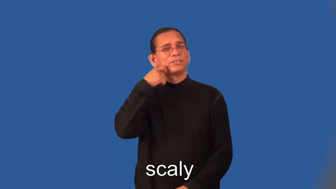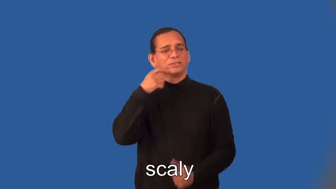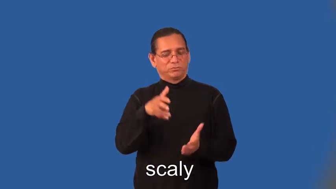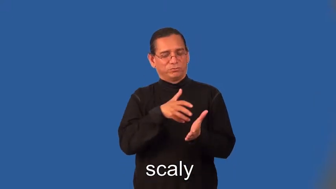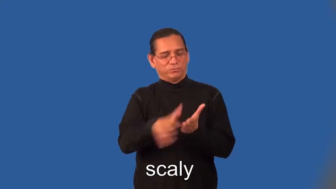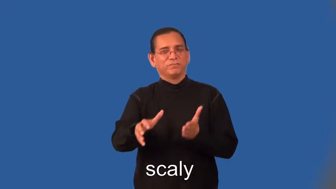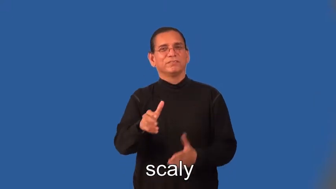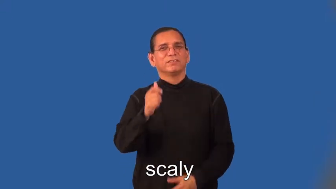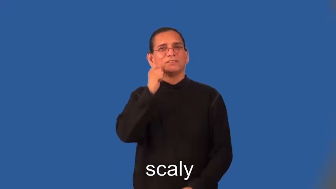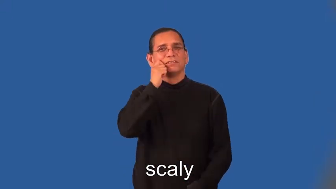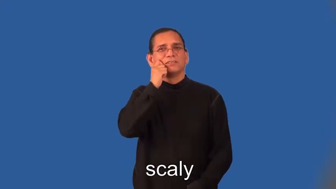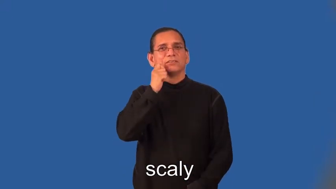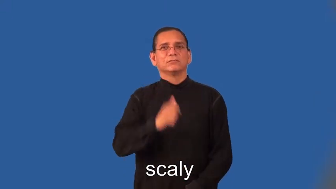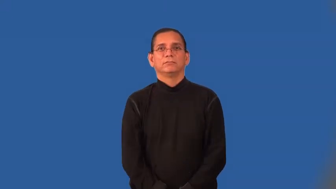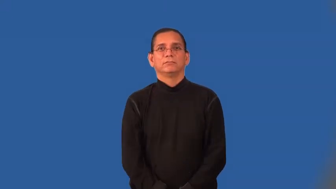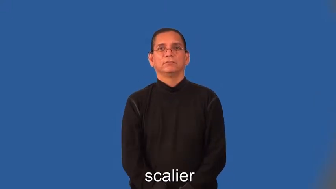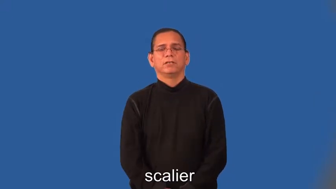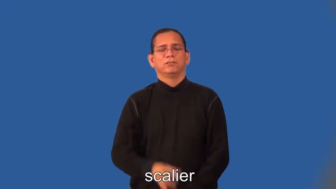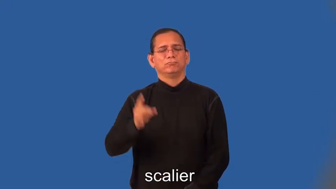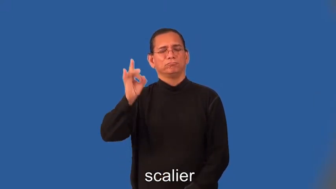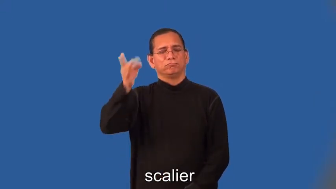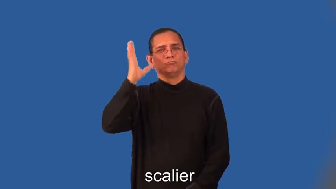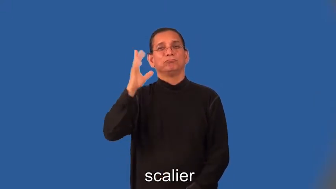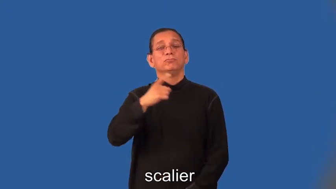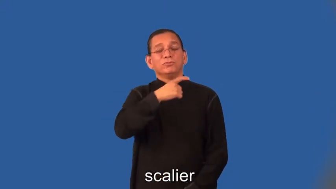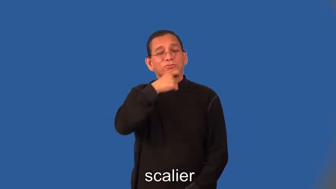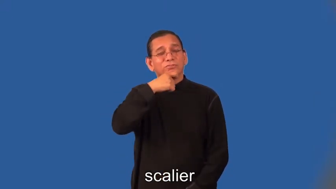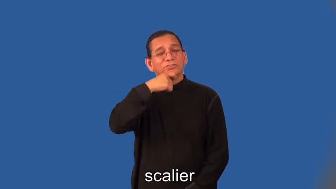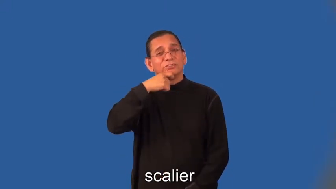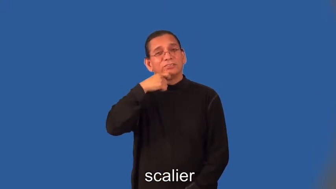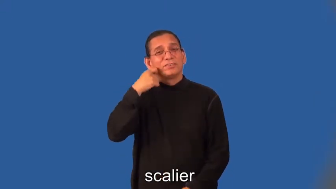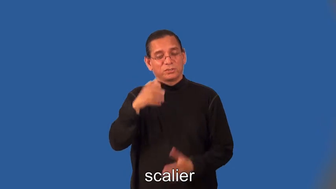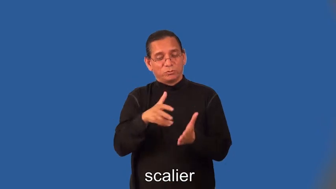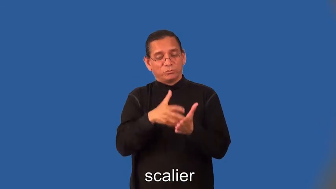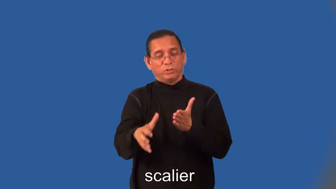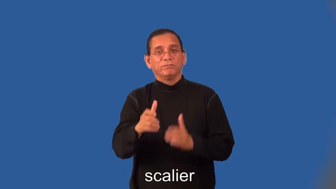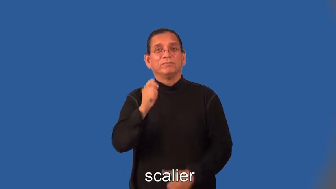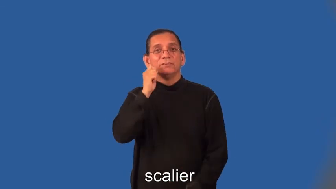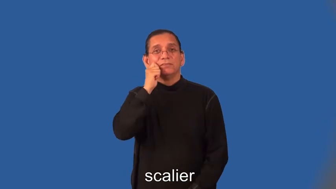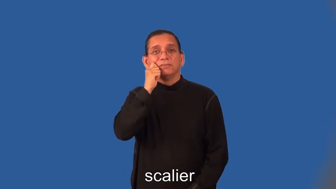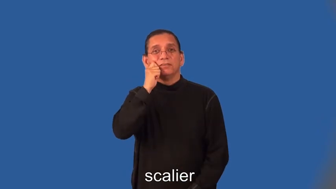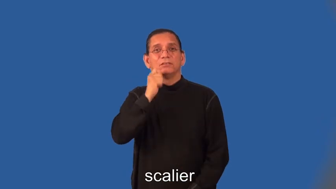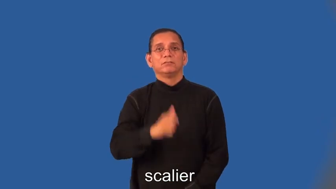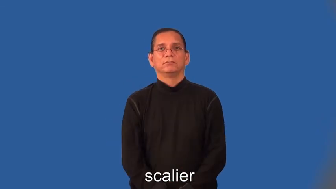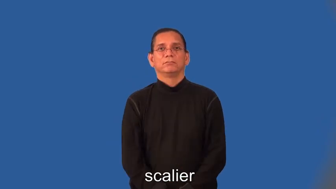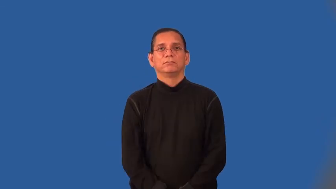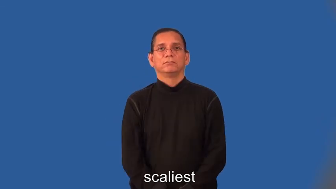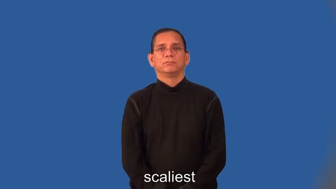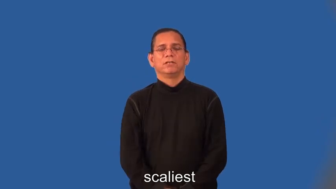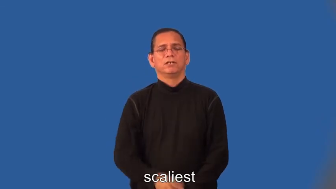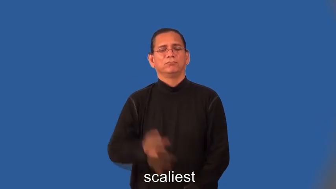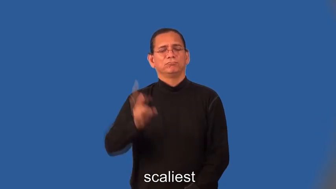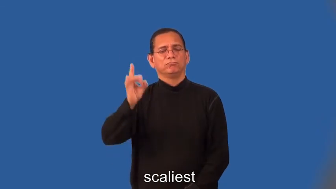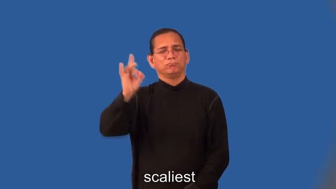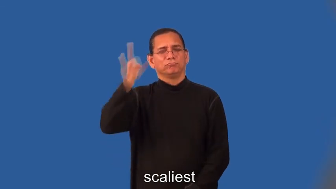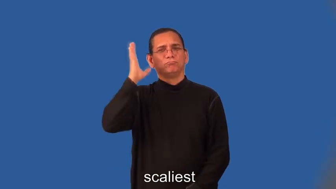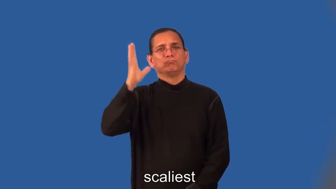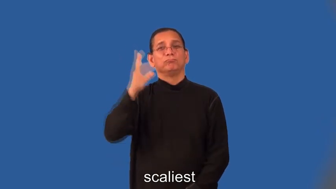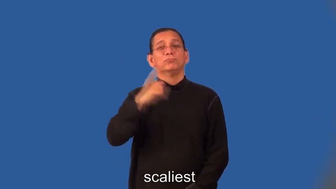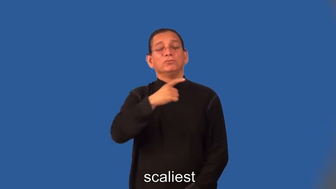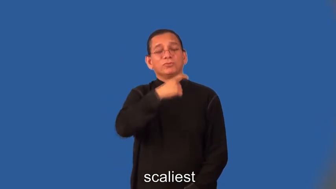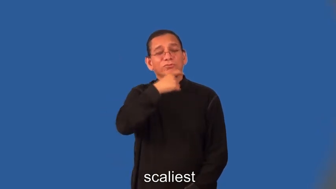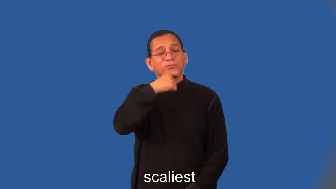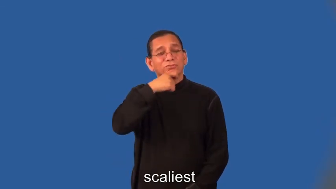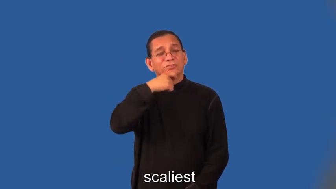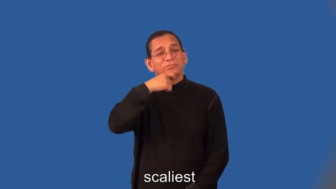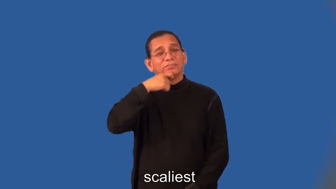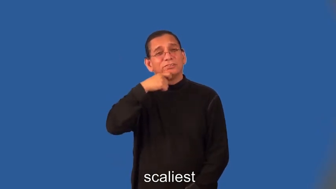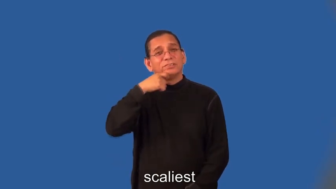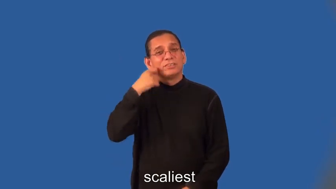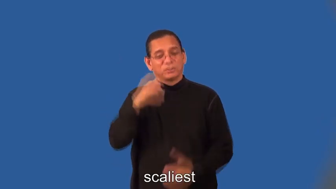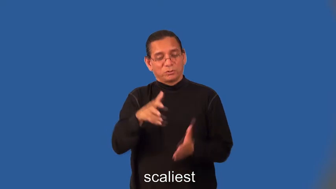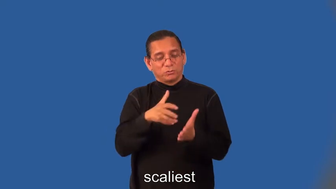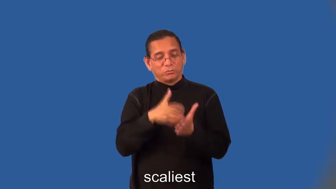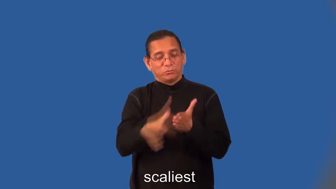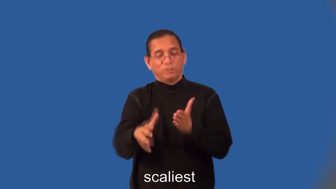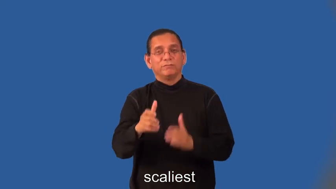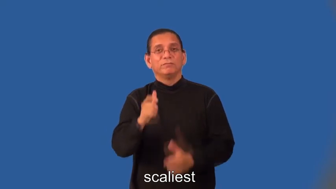scalier,scaliest